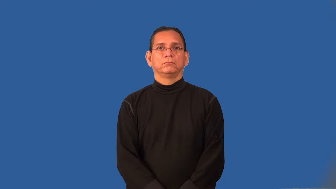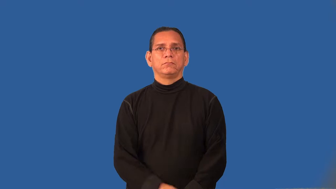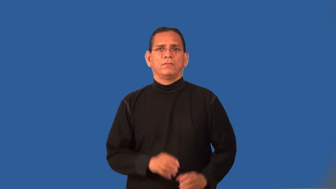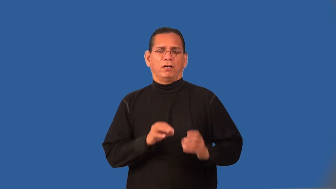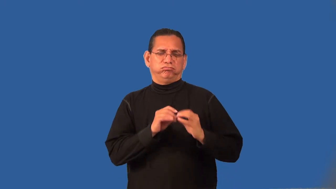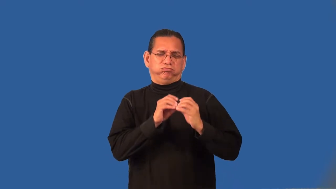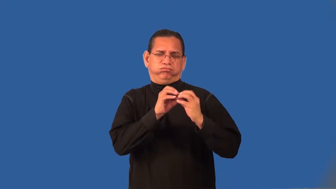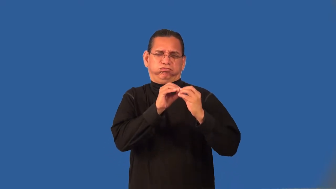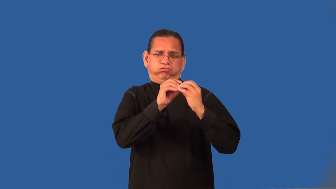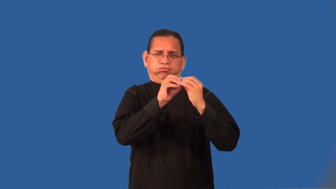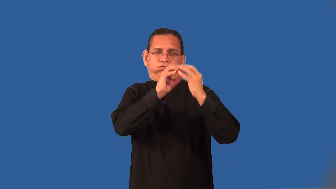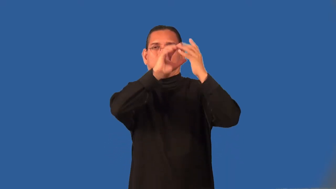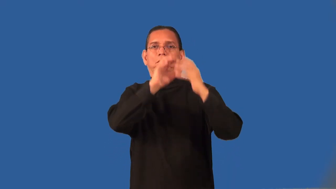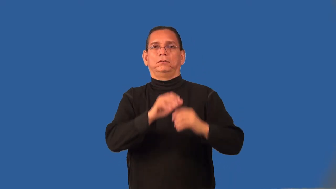pugnacious